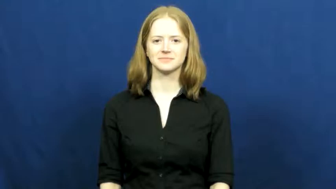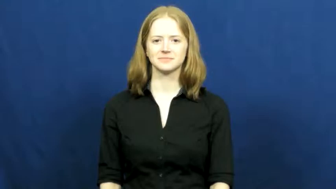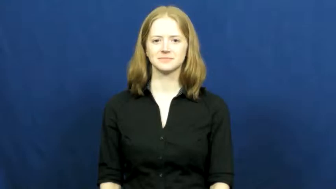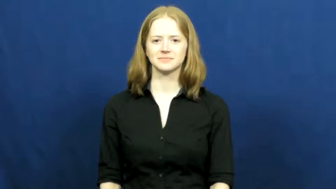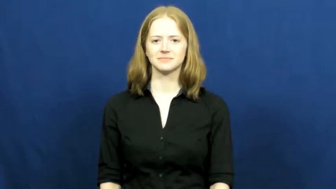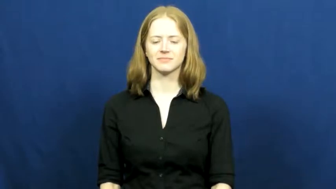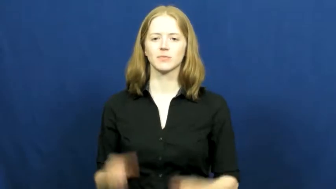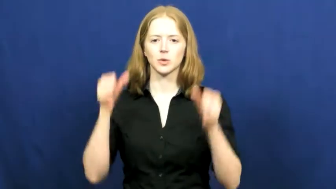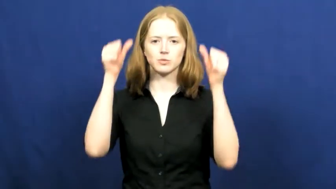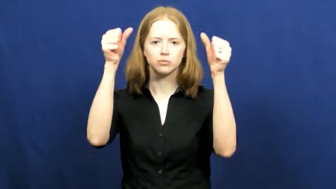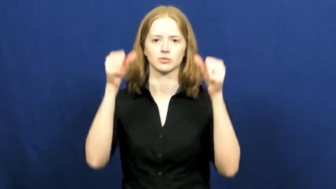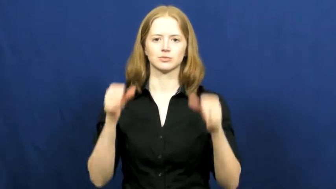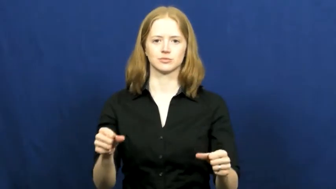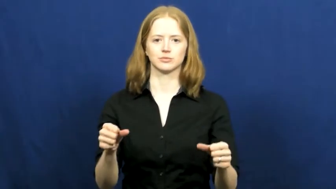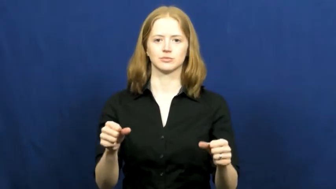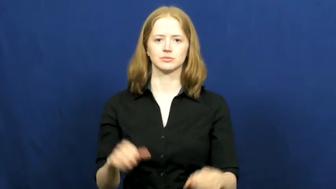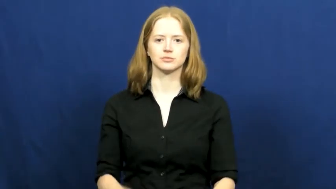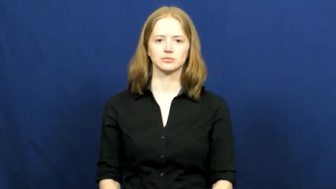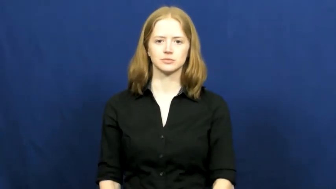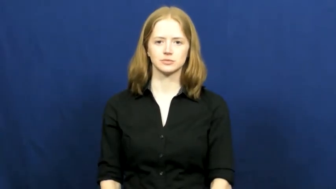post-verb